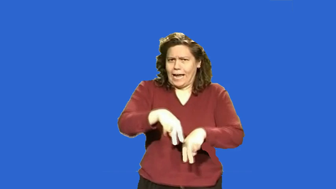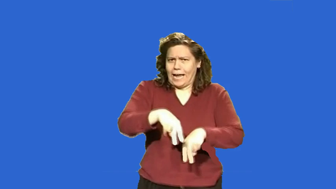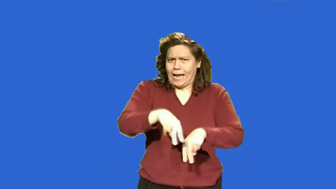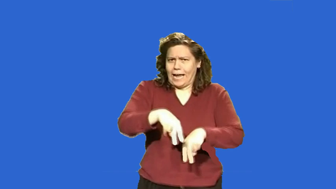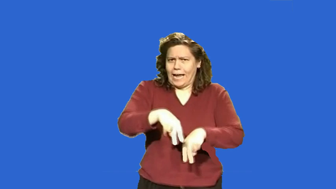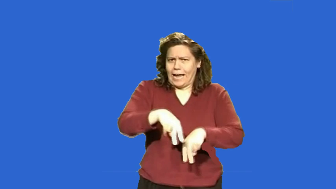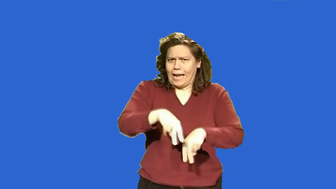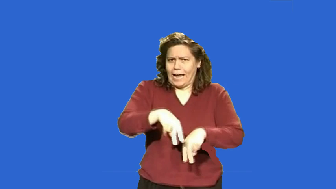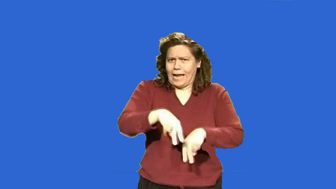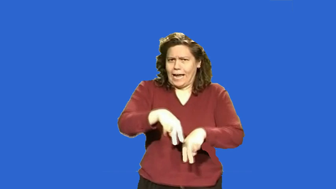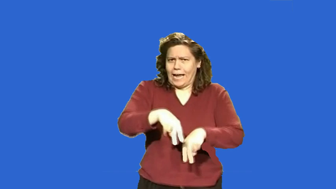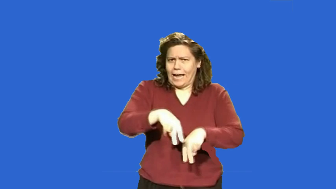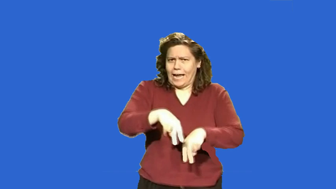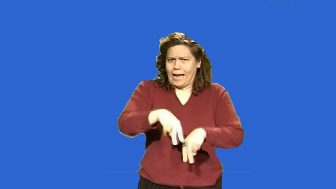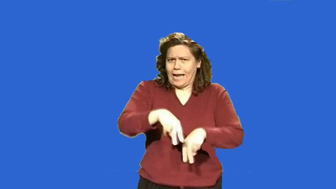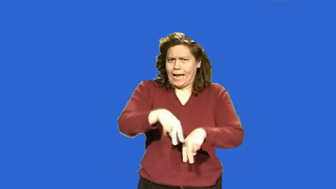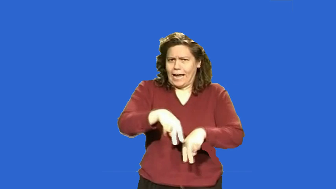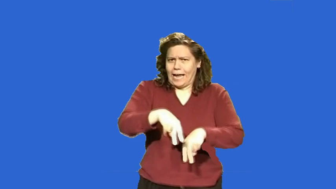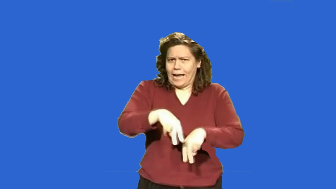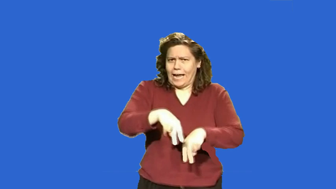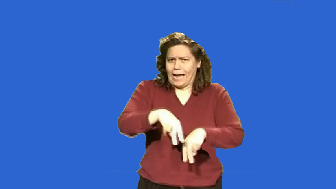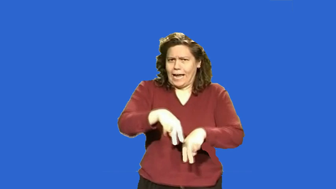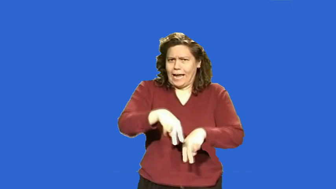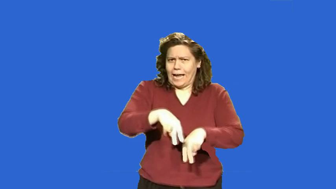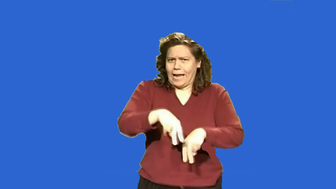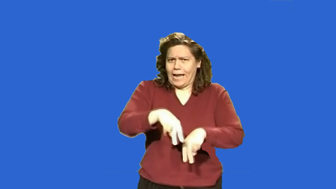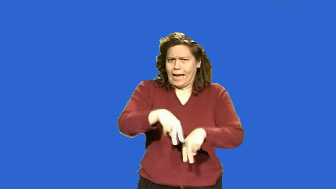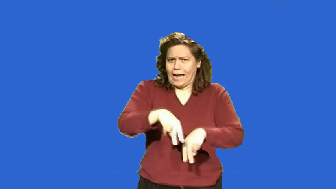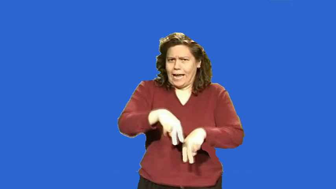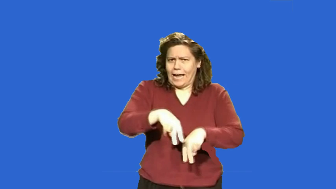stand on all fours